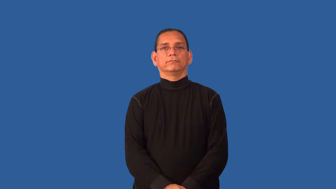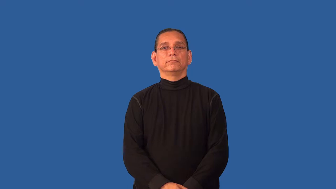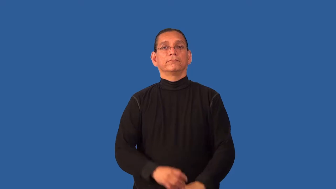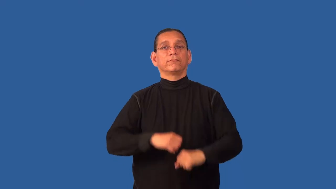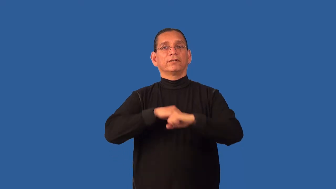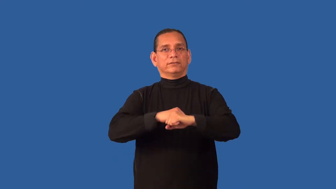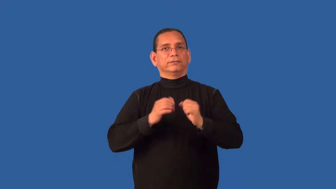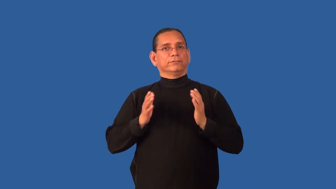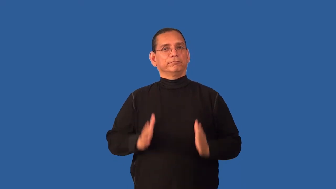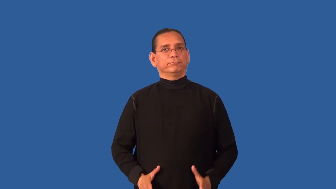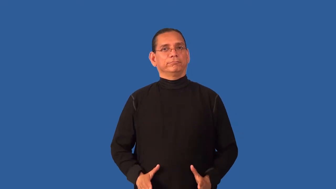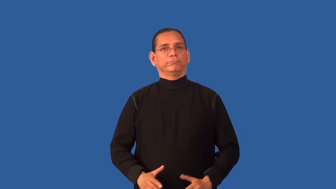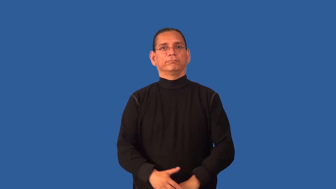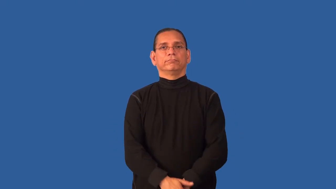defendant